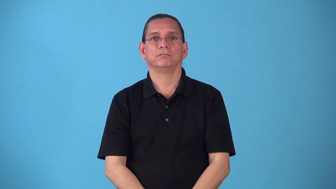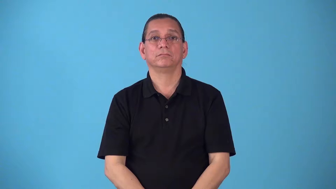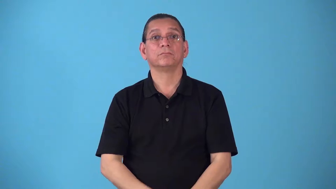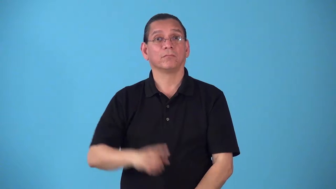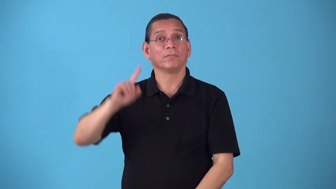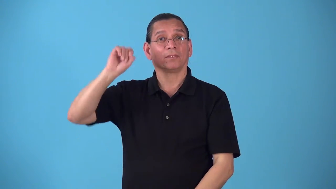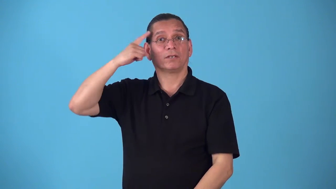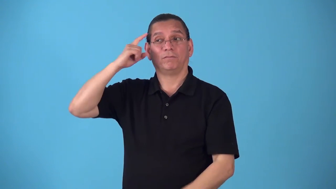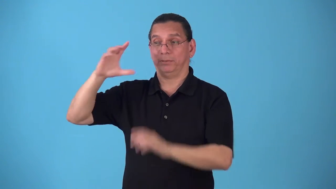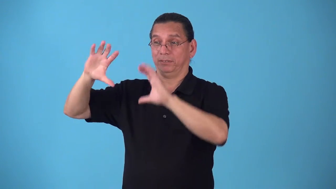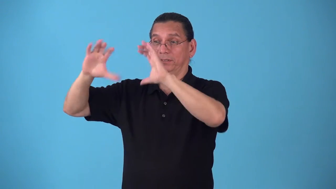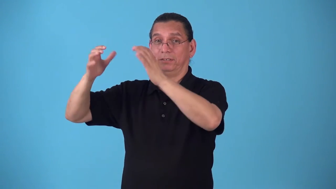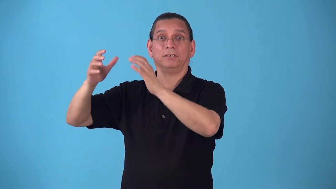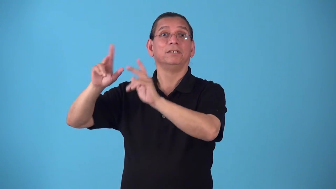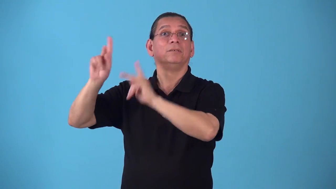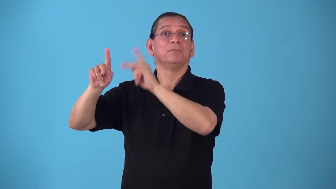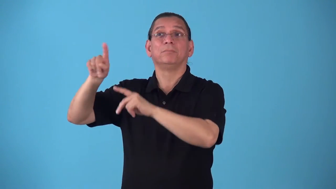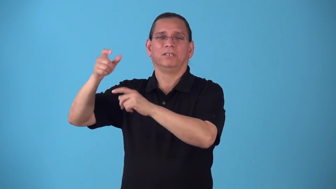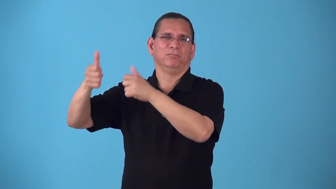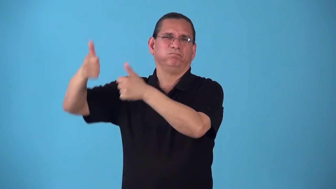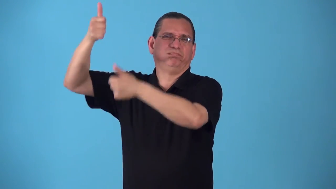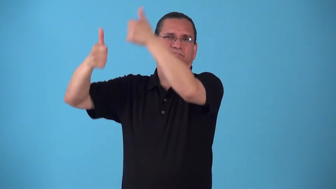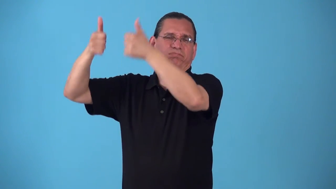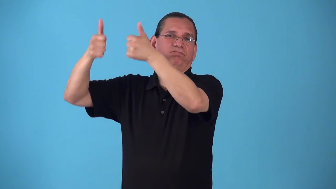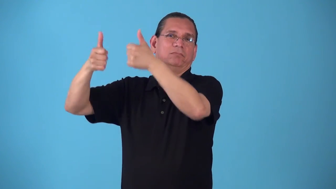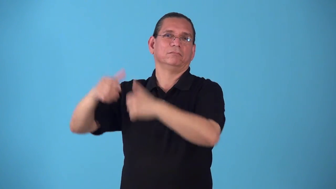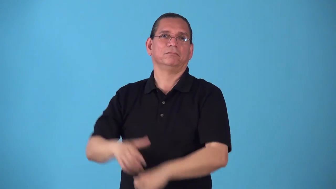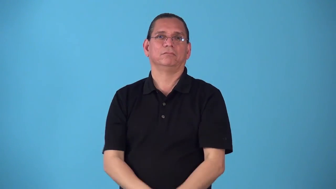secretartiat-high level people in government